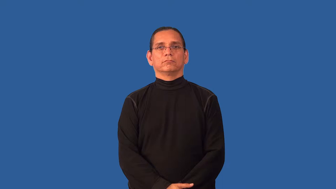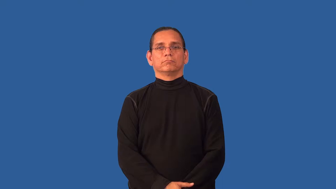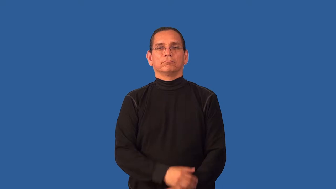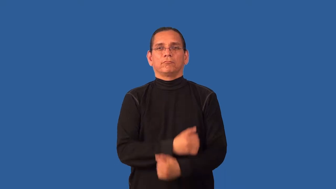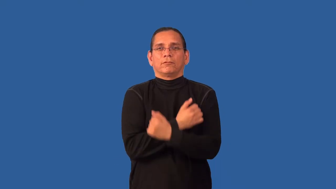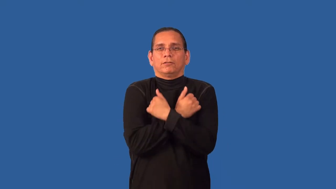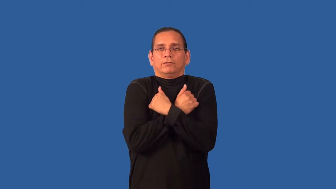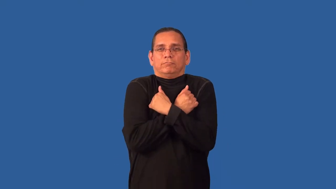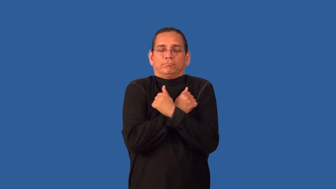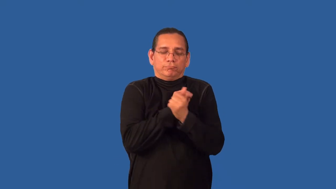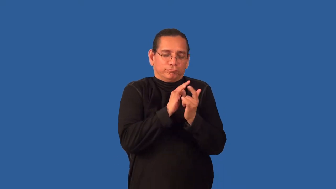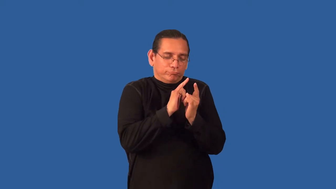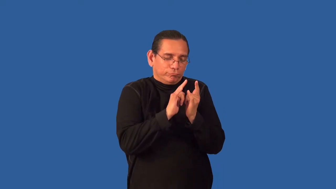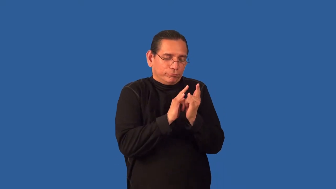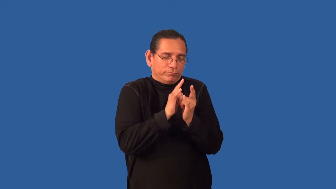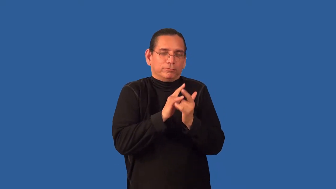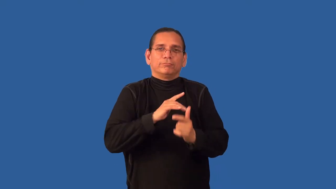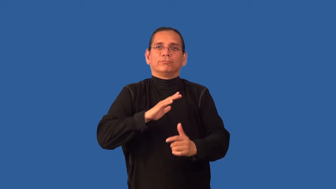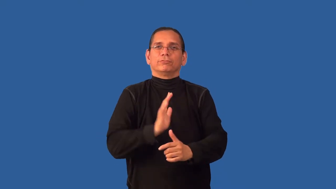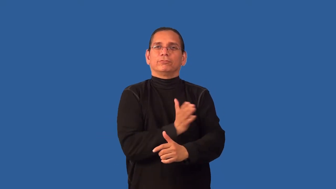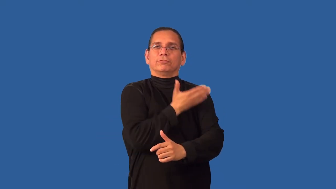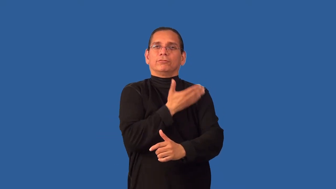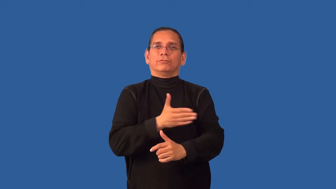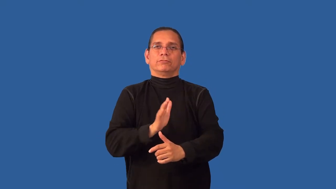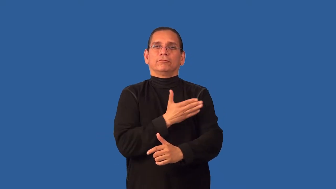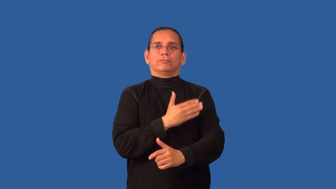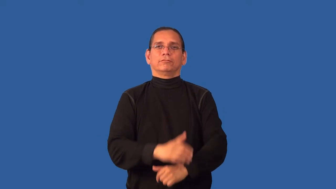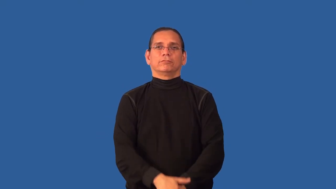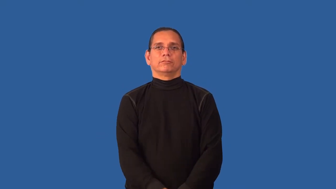ballad